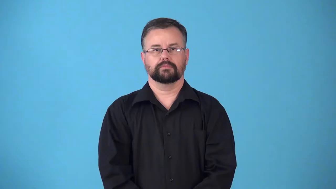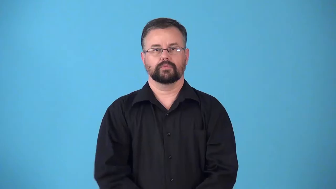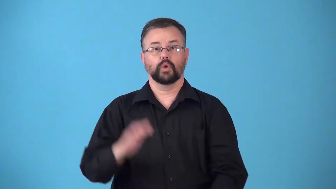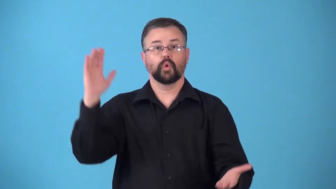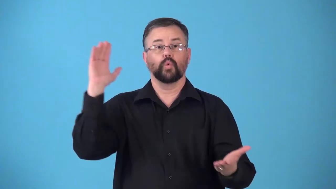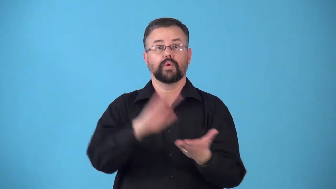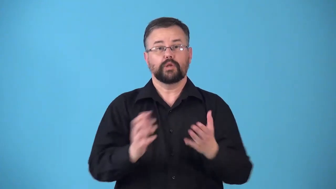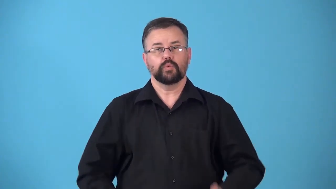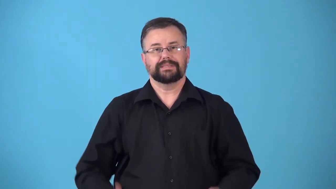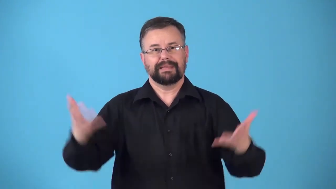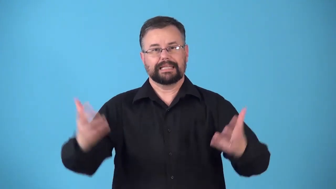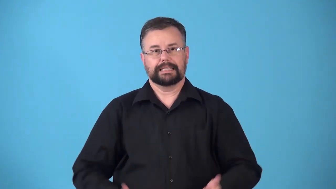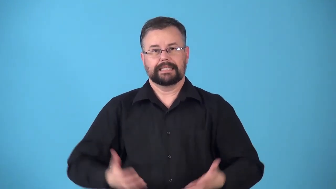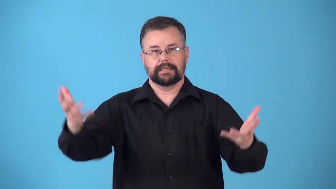retrench